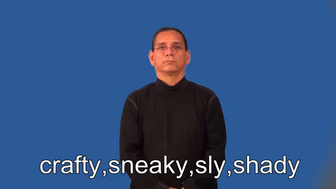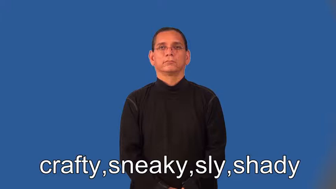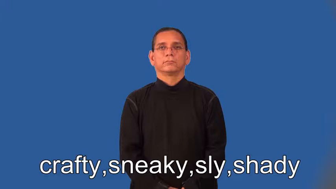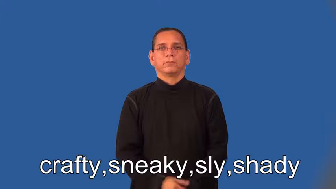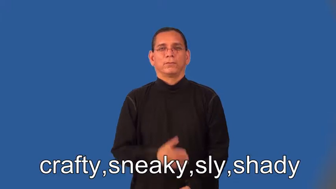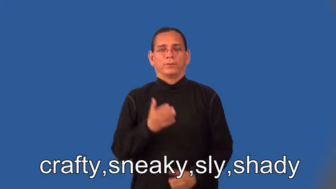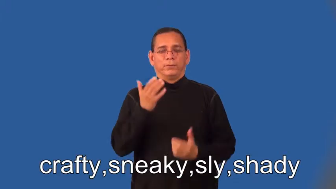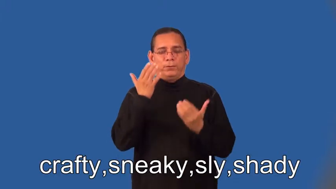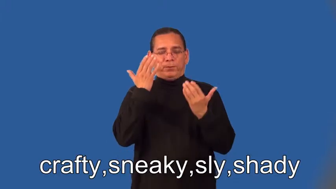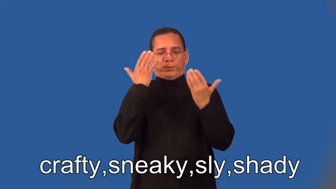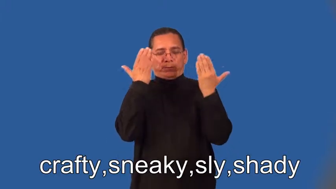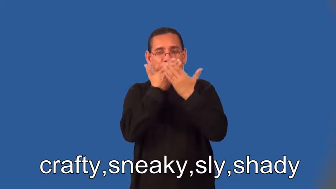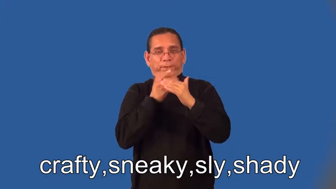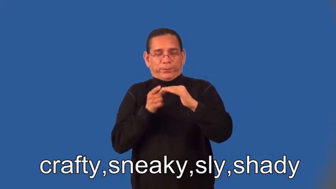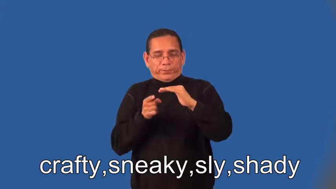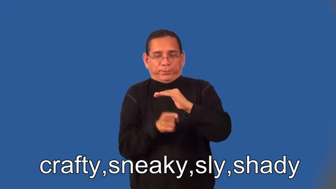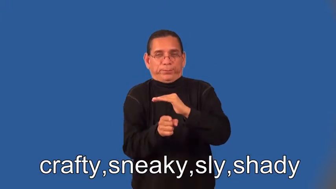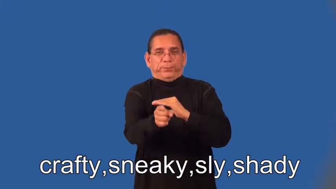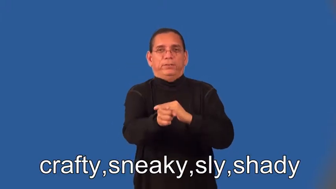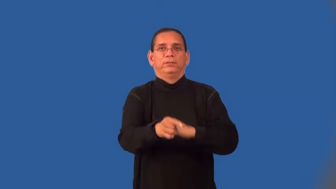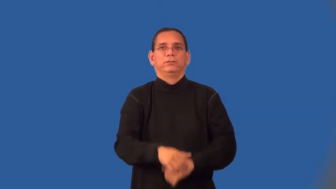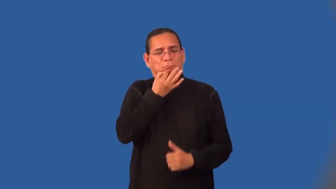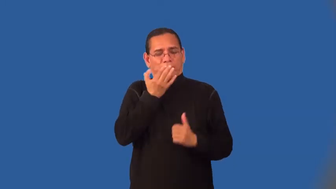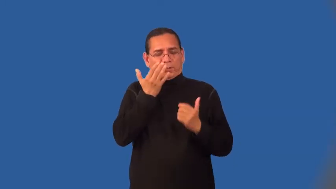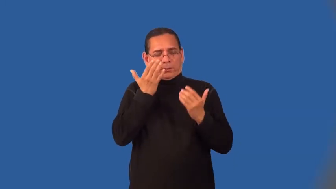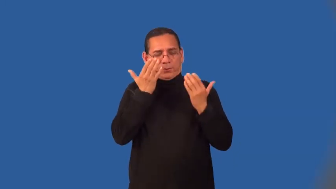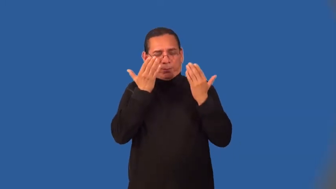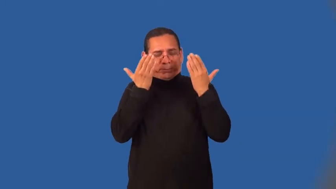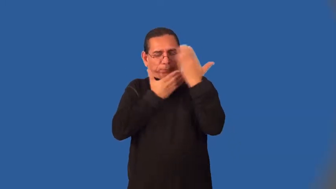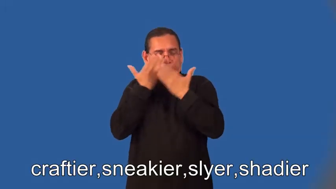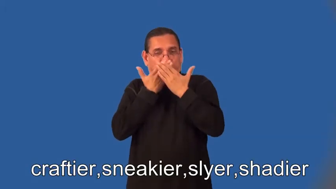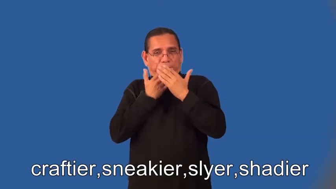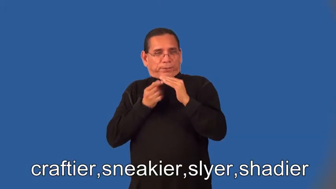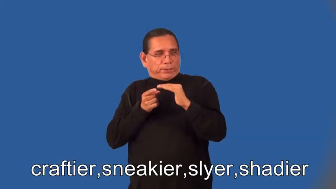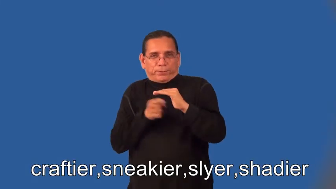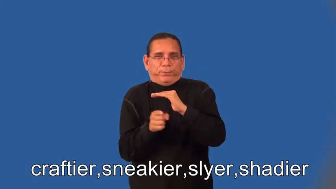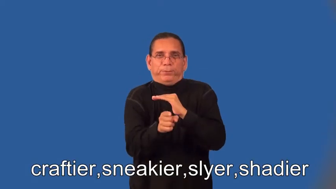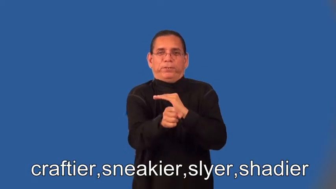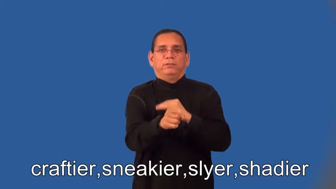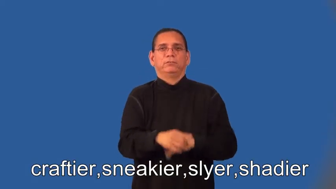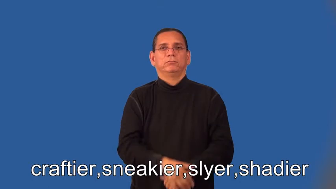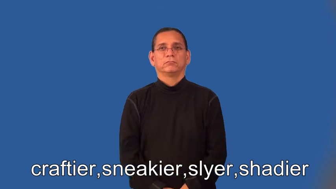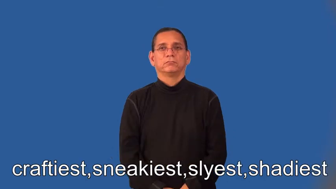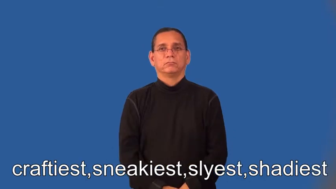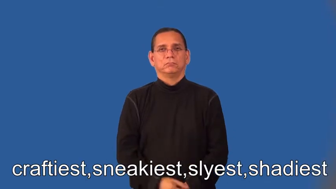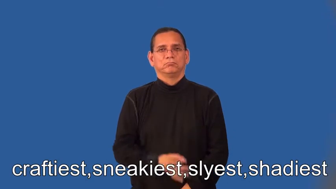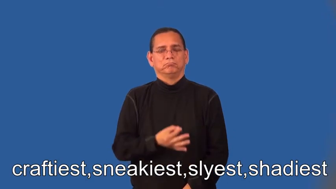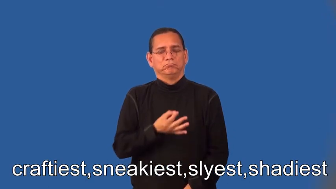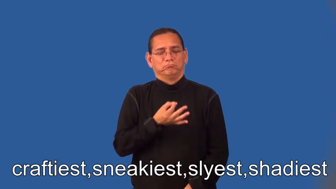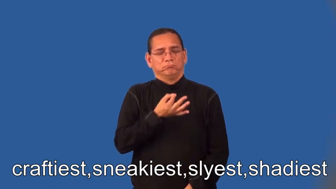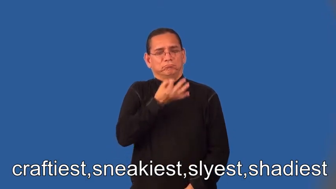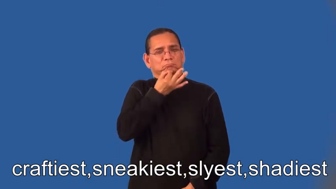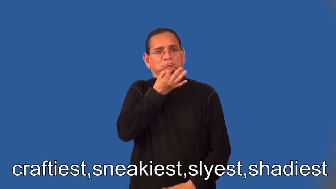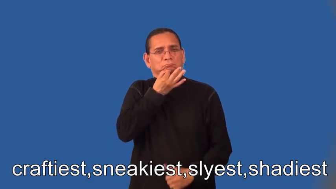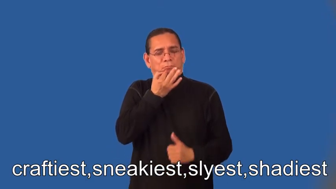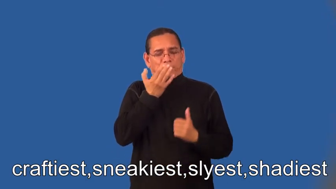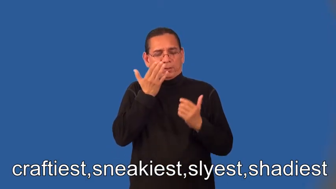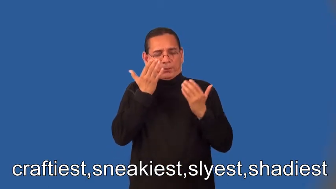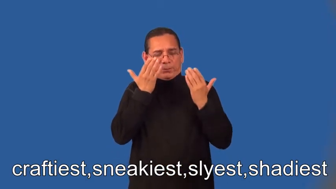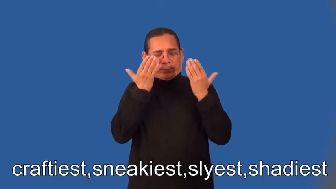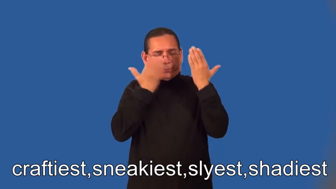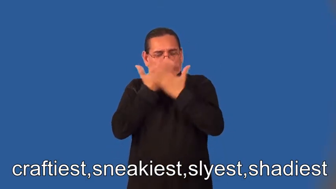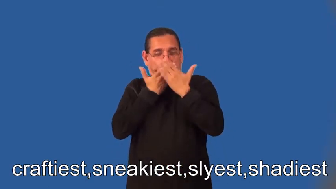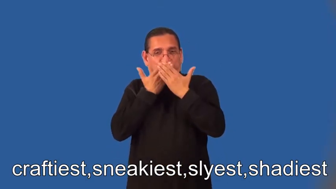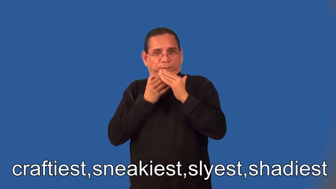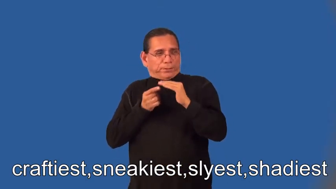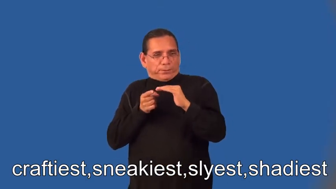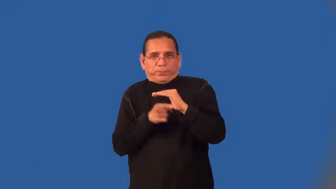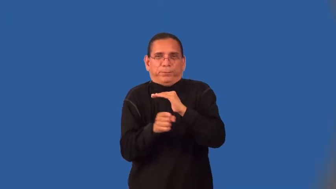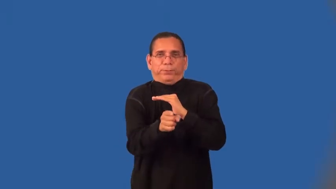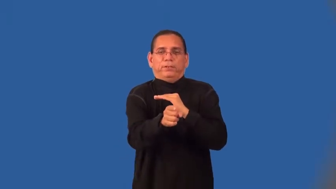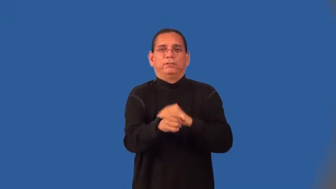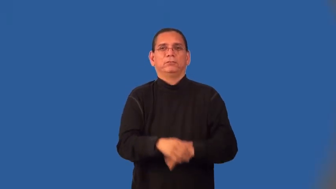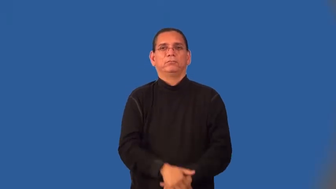craftier,sneakier,slyer,shadier,craftiest,sneakiest,slyest,shadiest